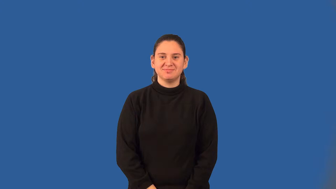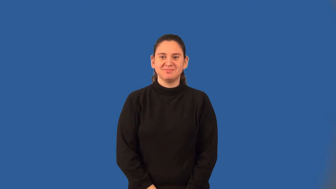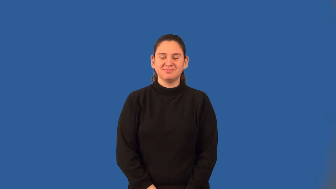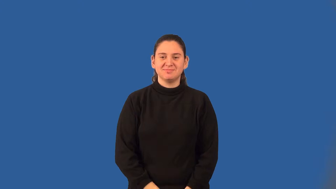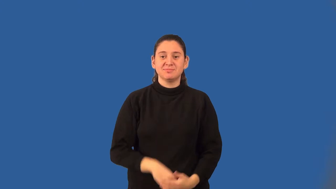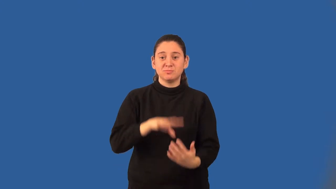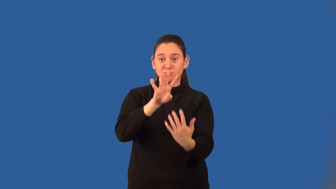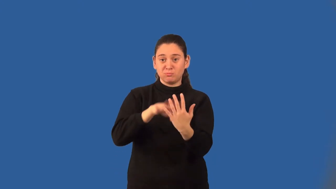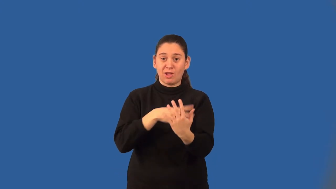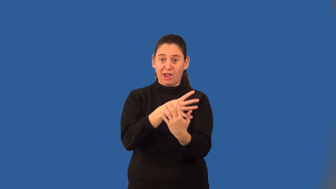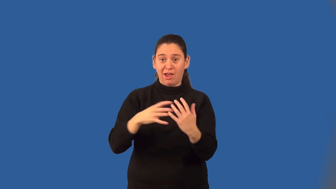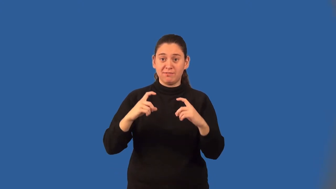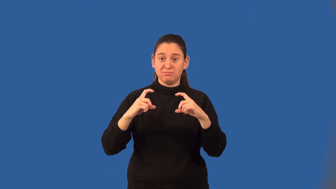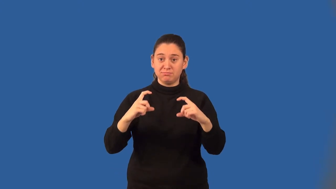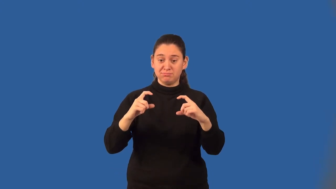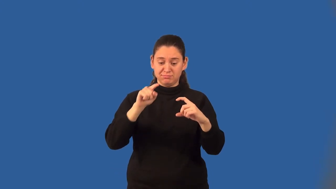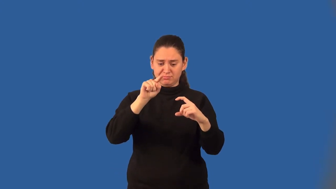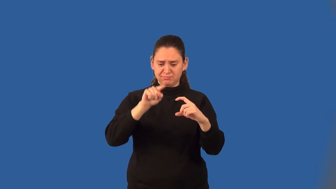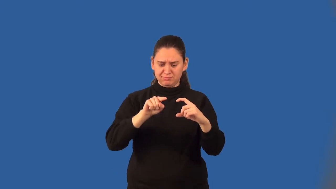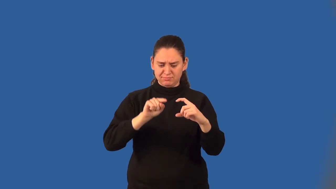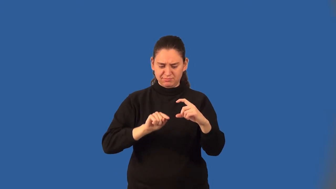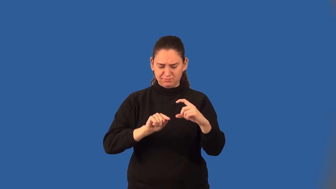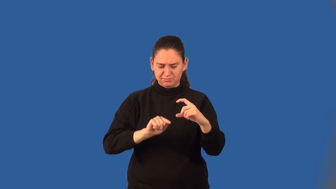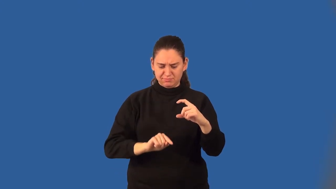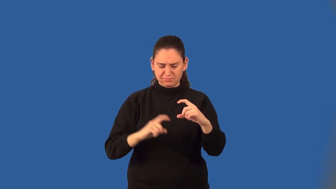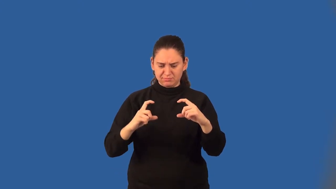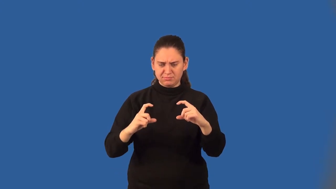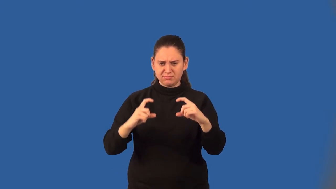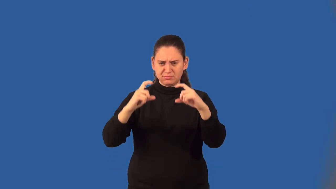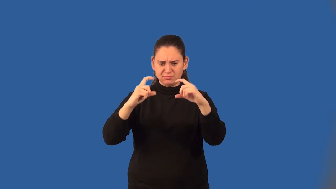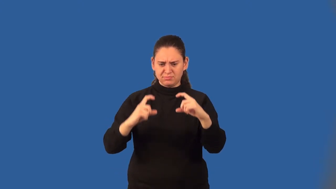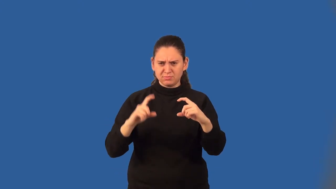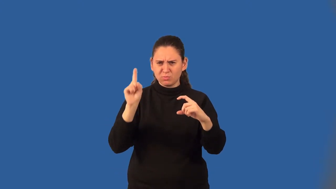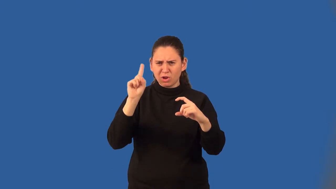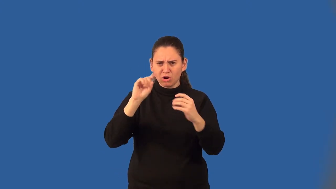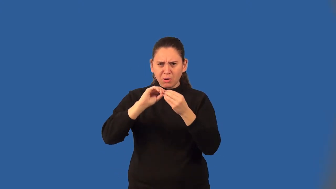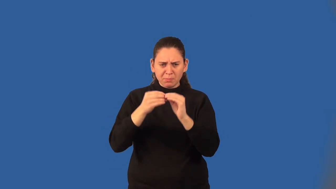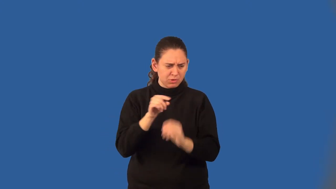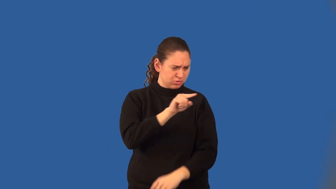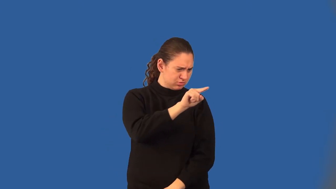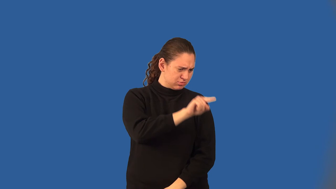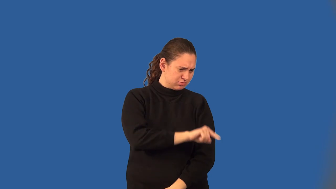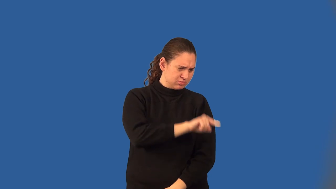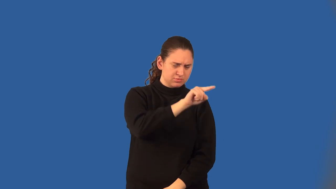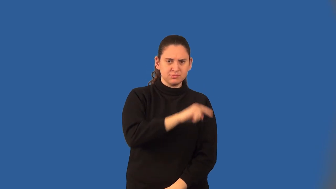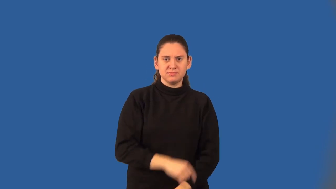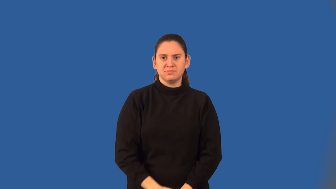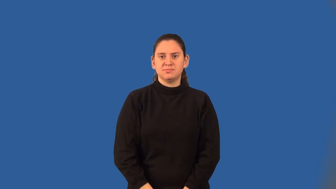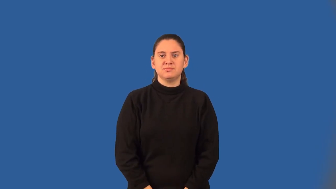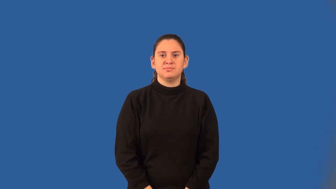box-and-whisker plot